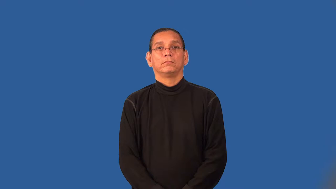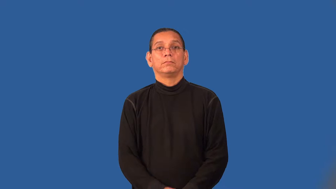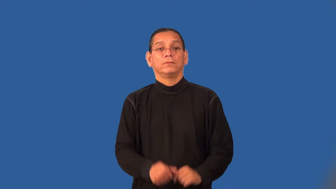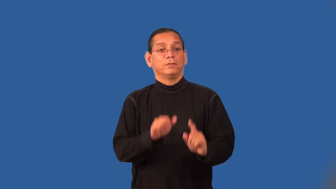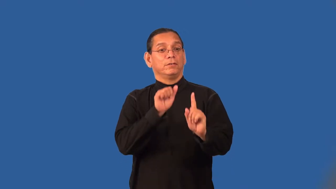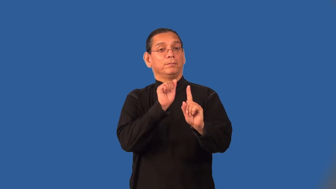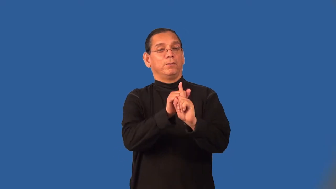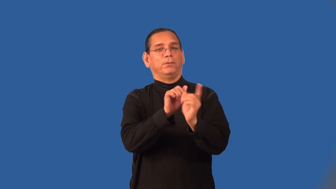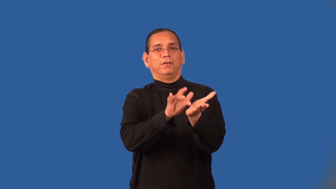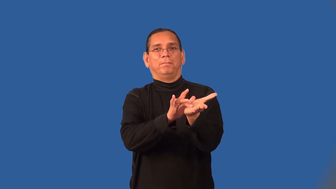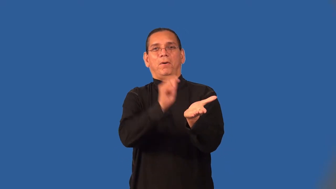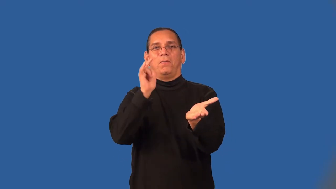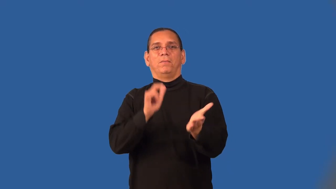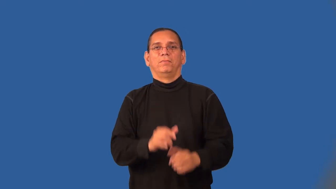subterfuge